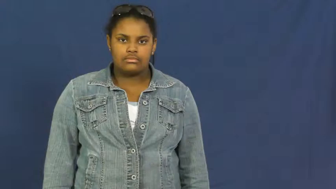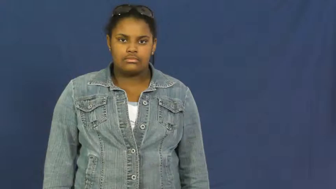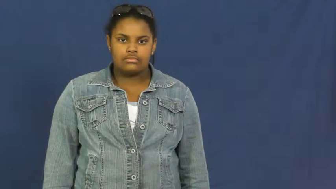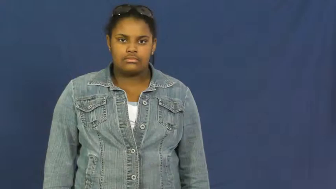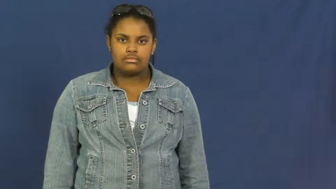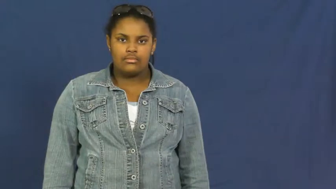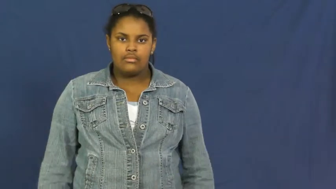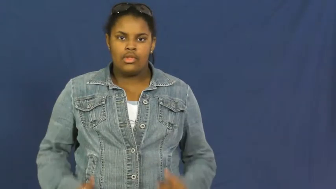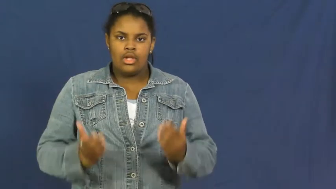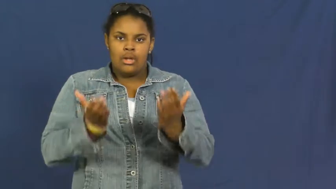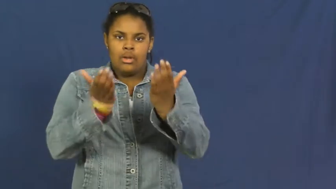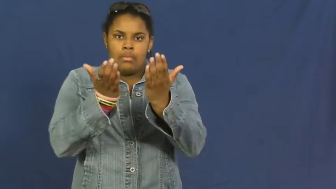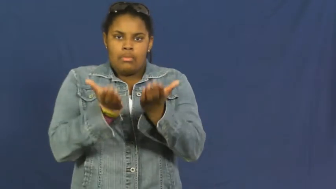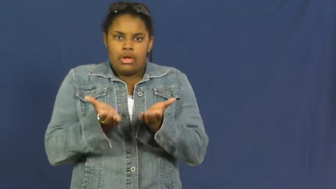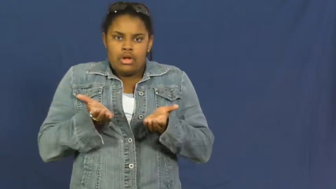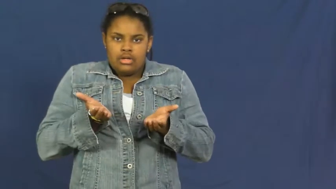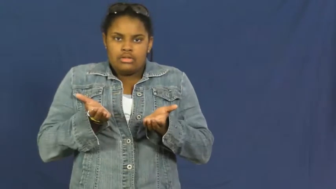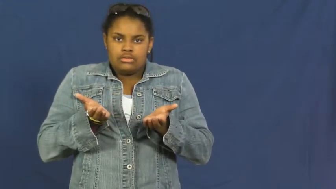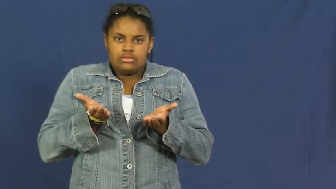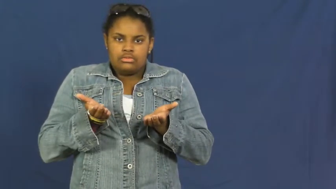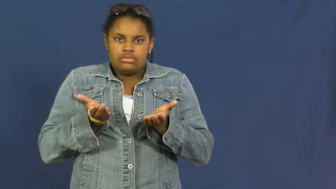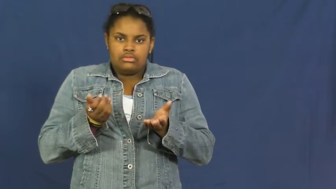toboggan